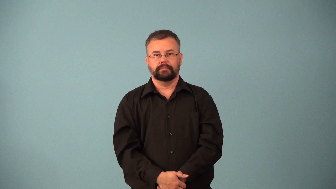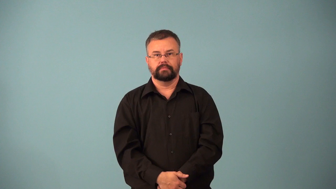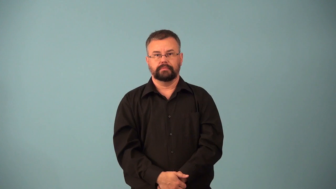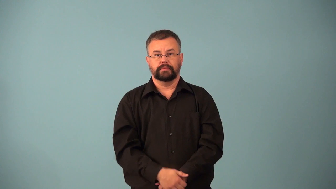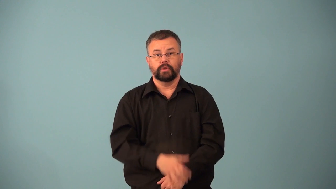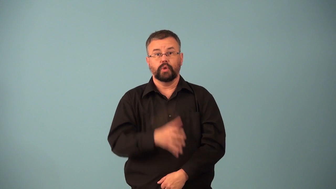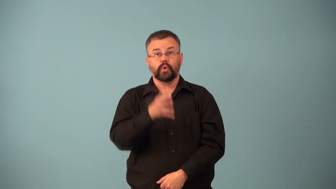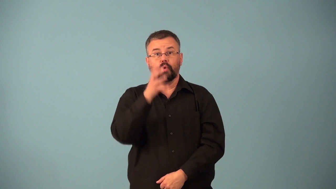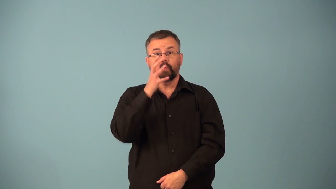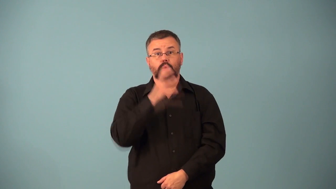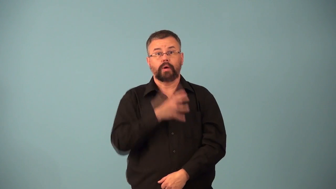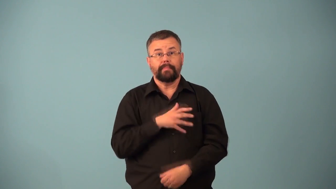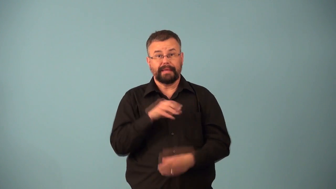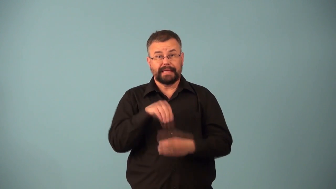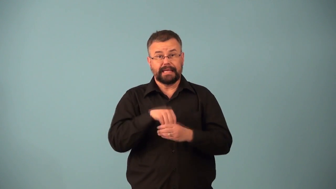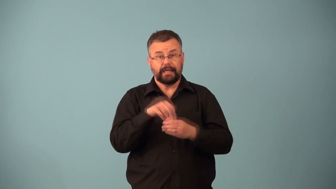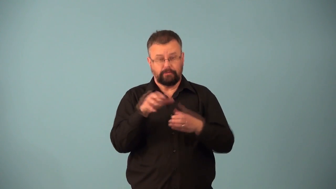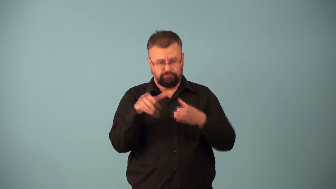clanswoman